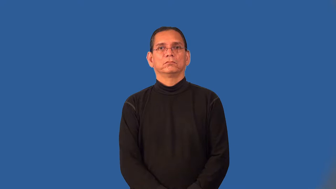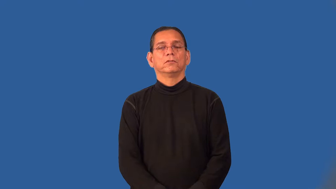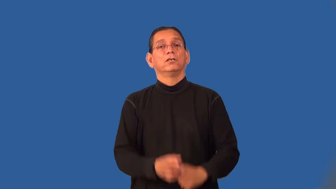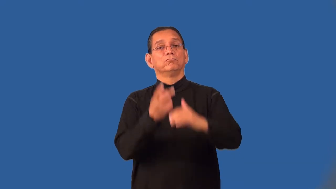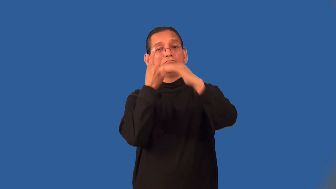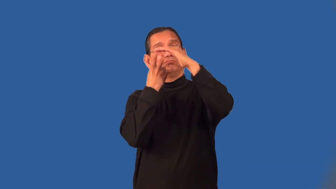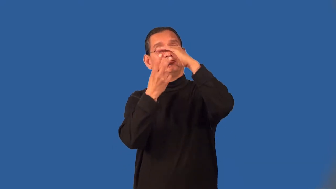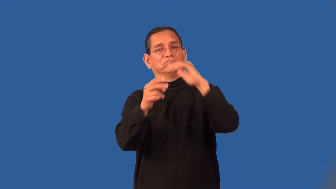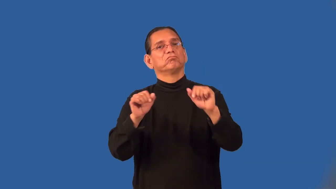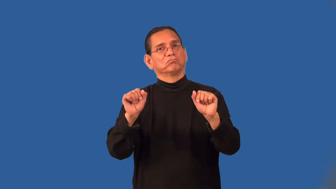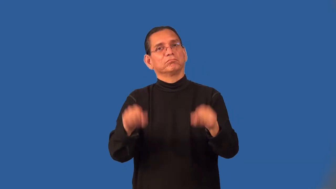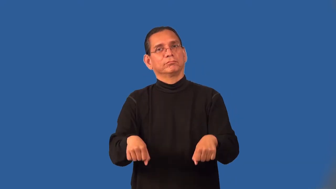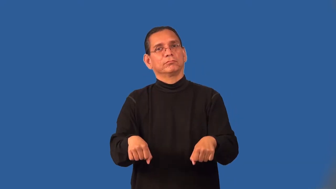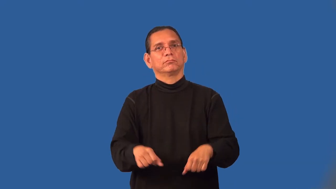predictable